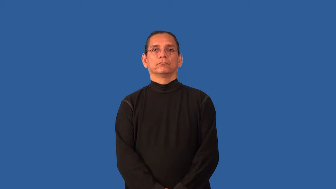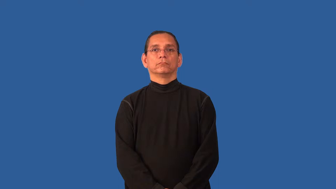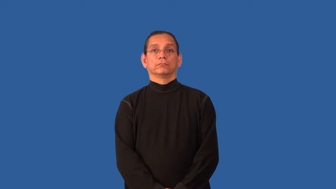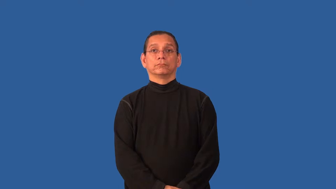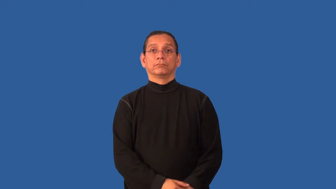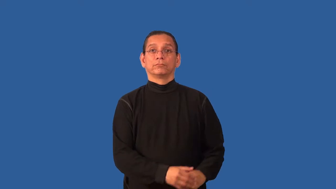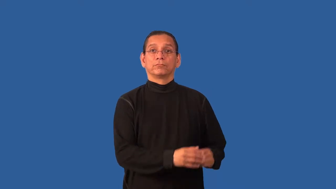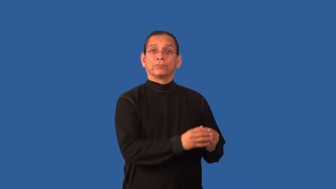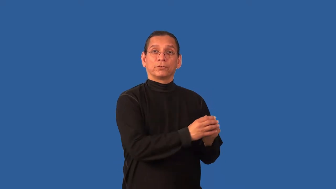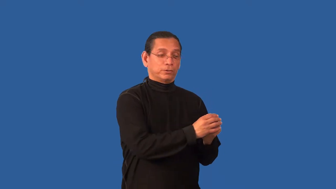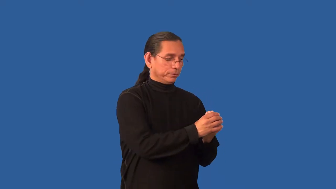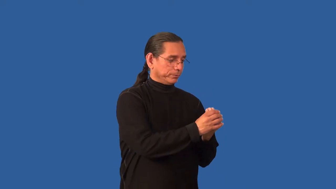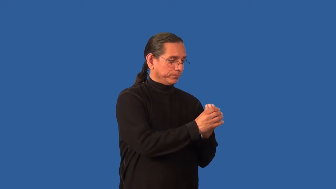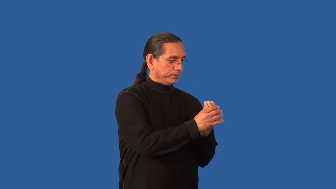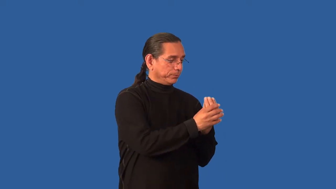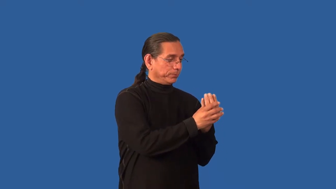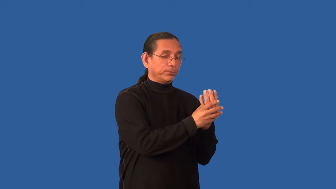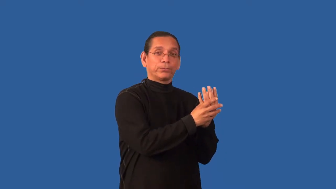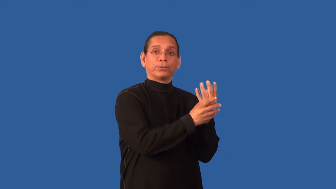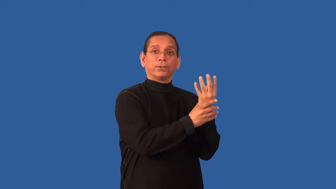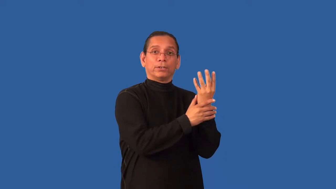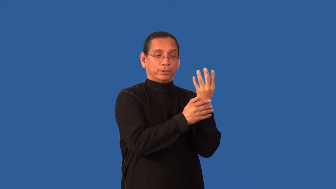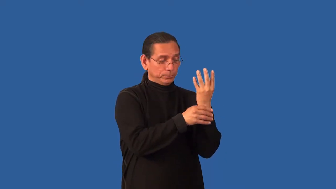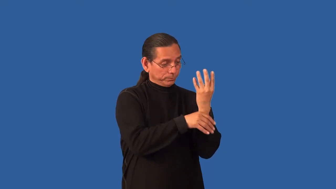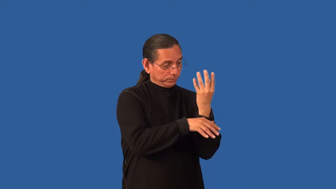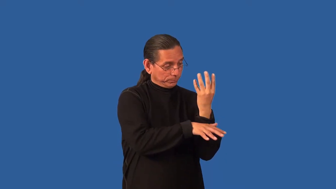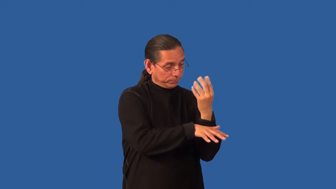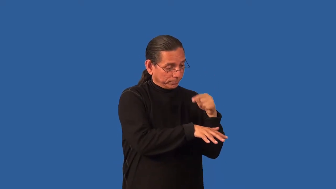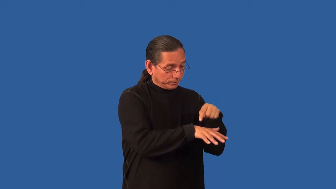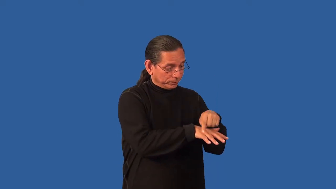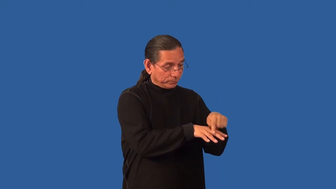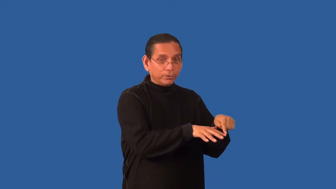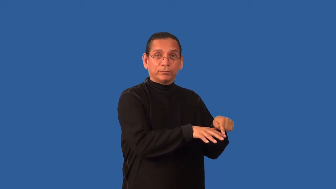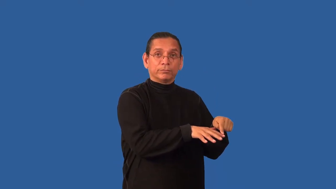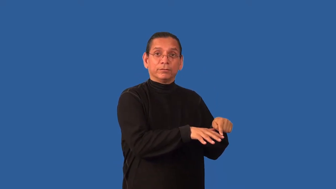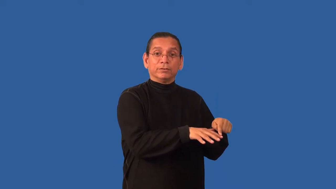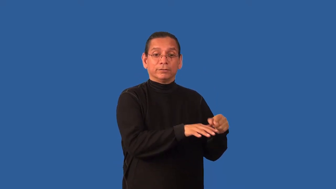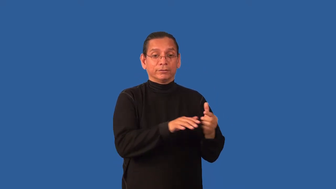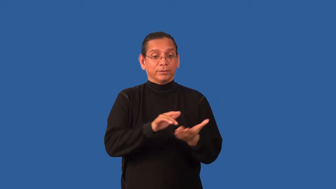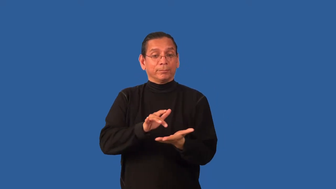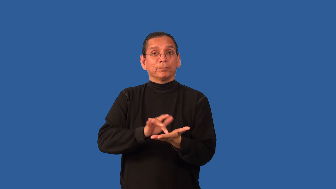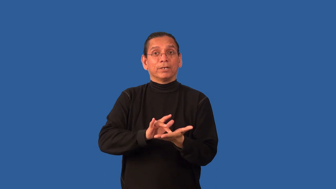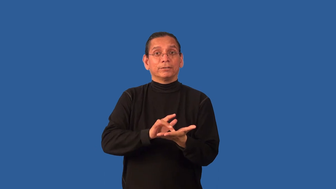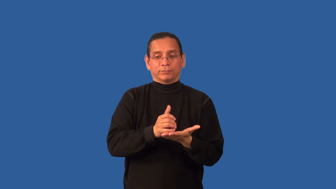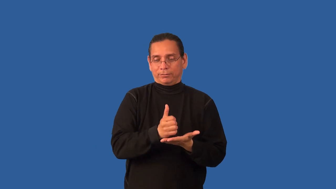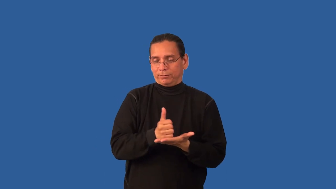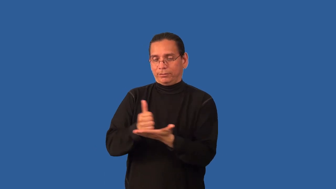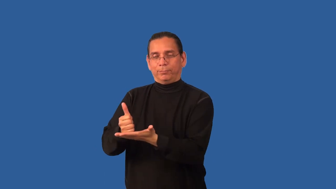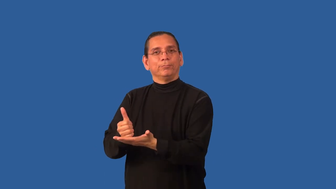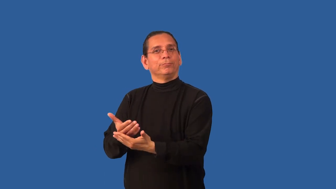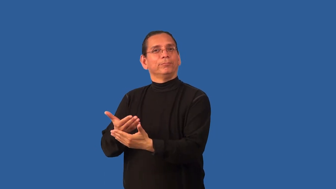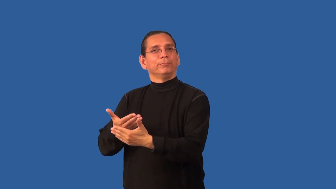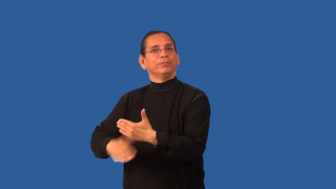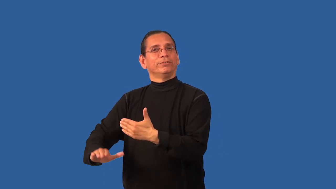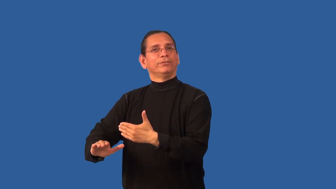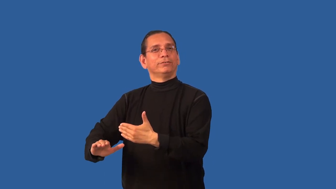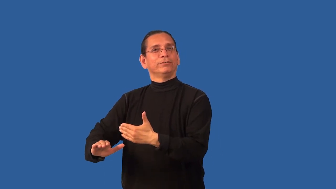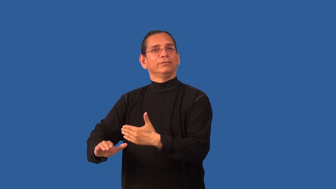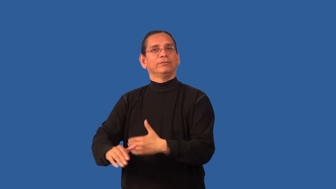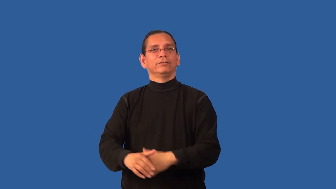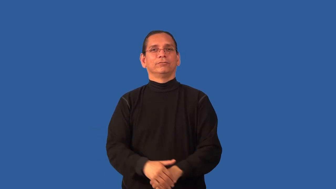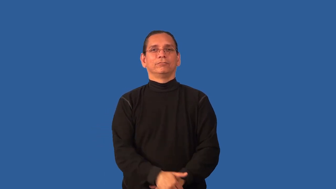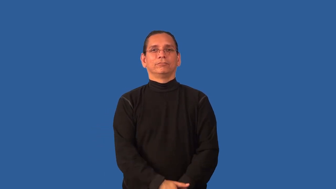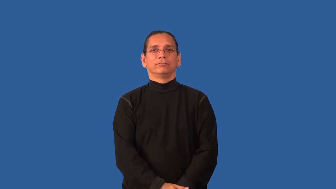birthroot